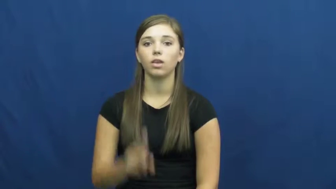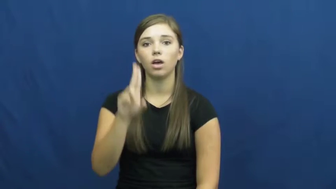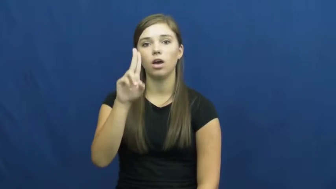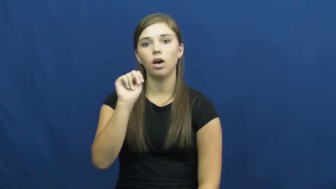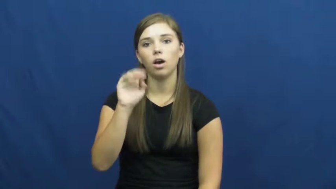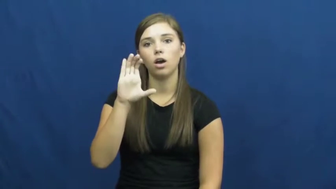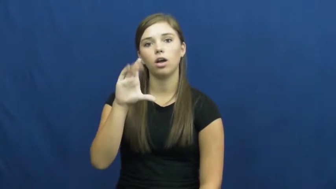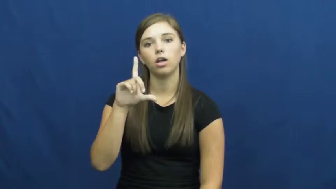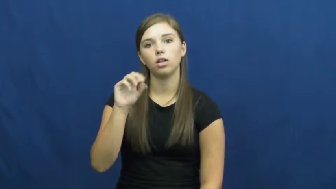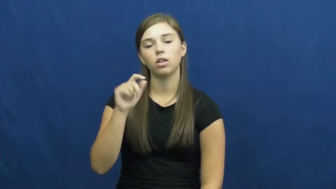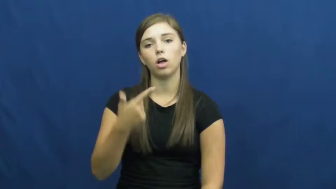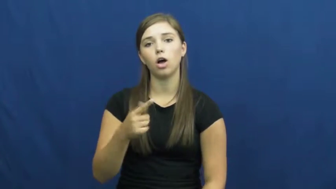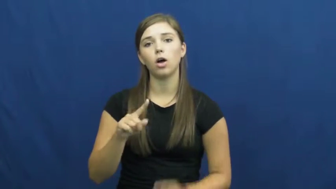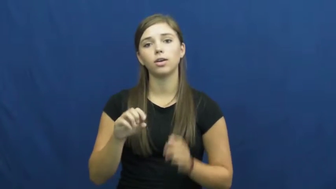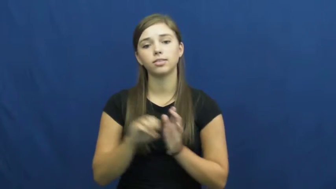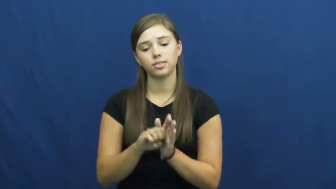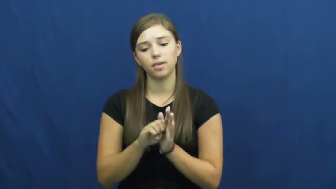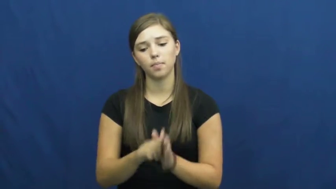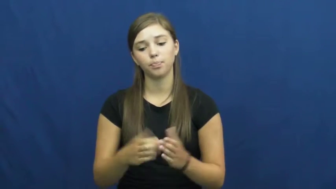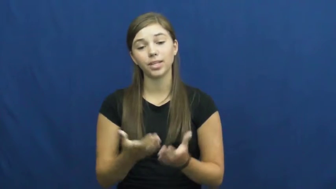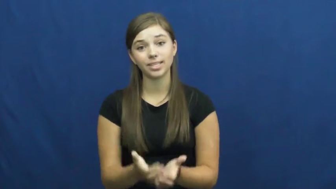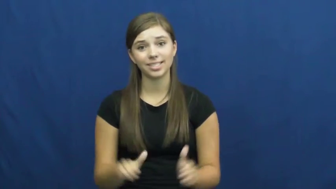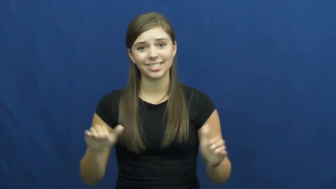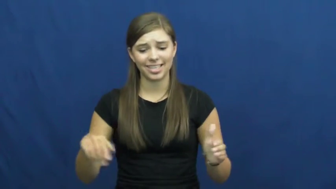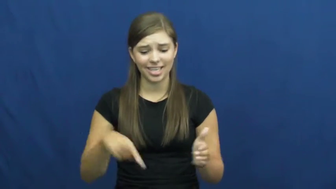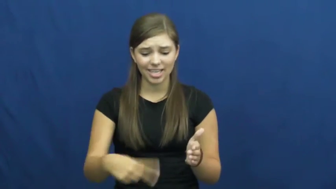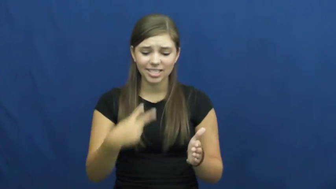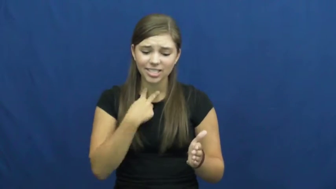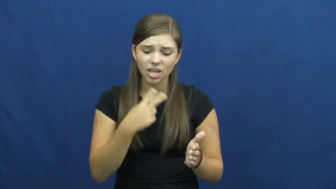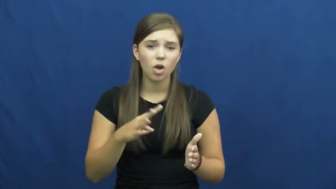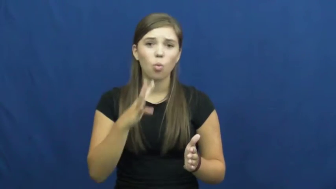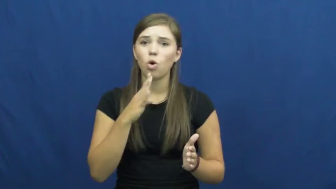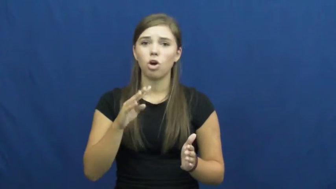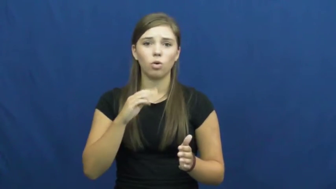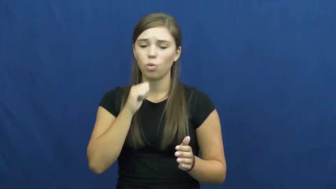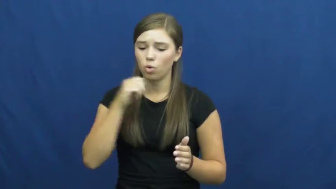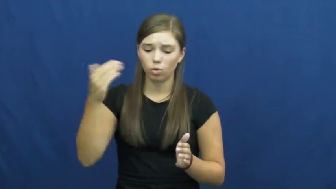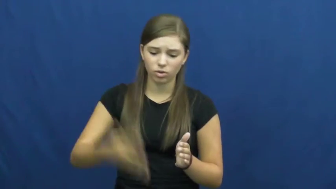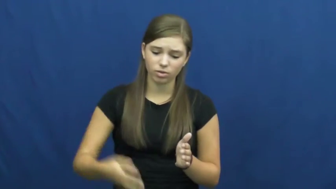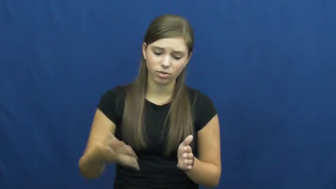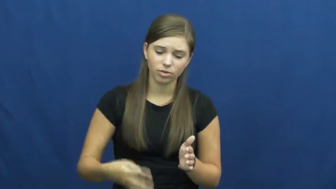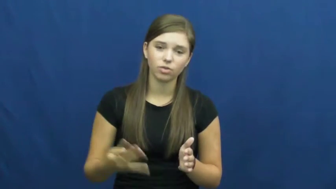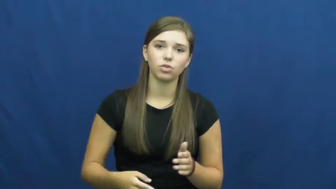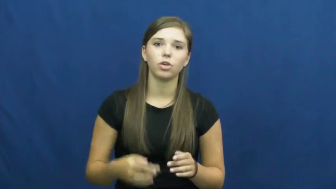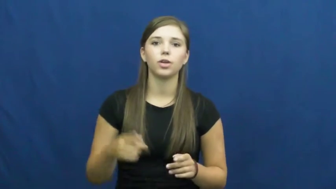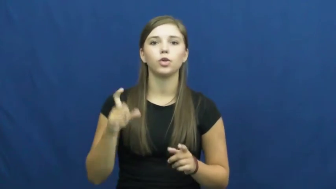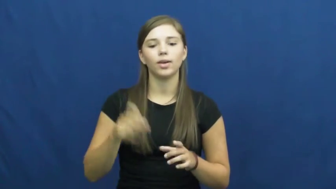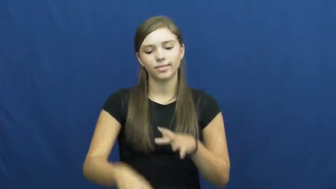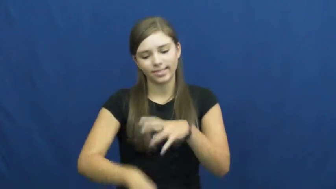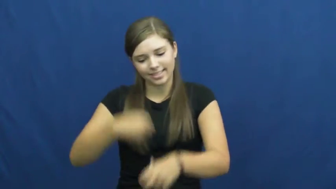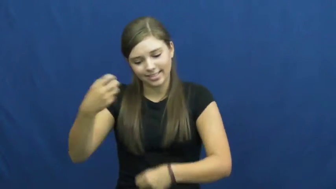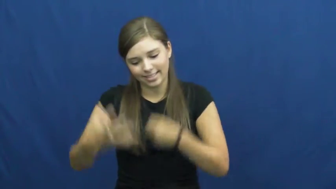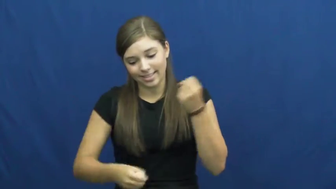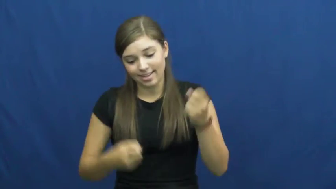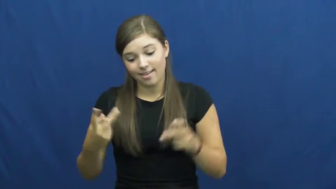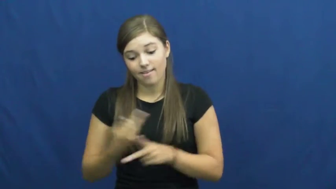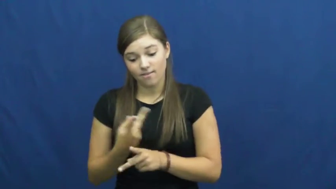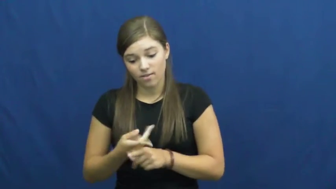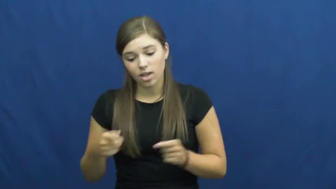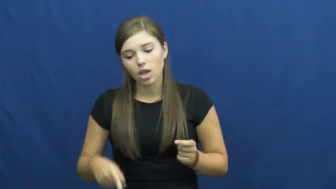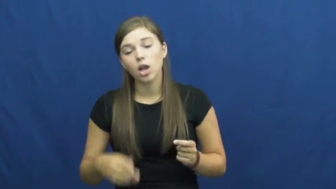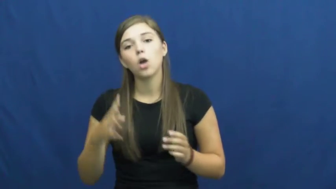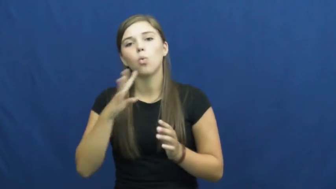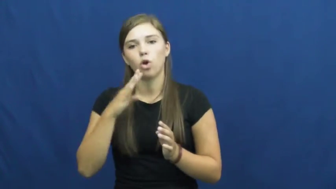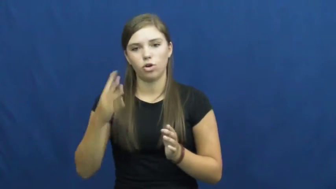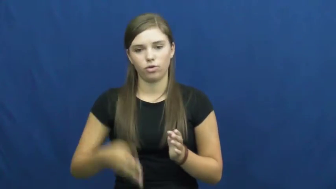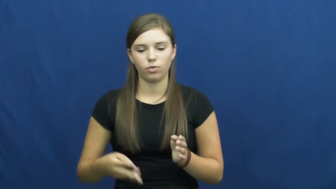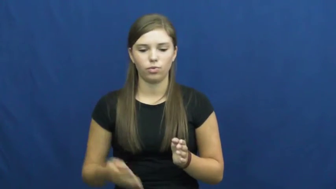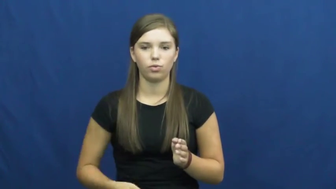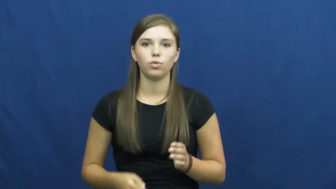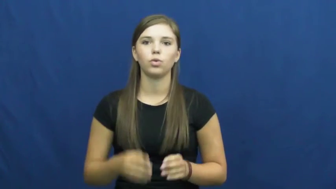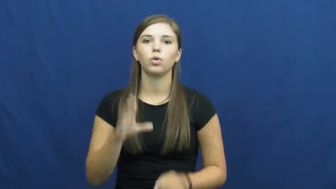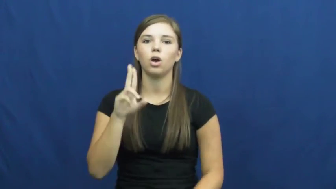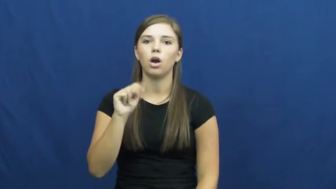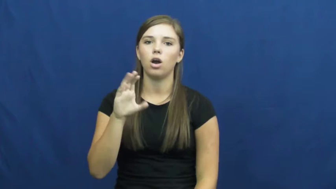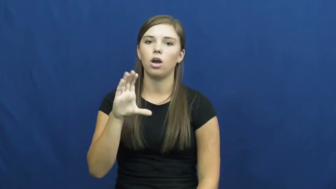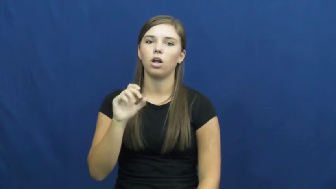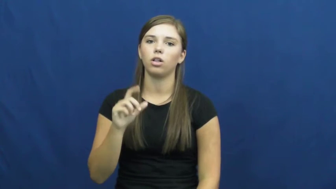unclog